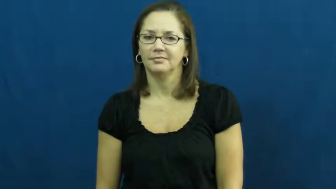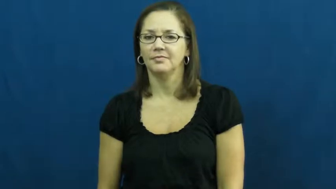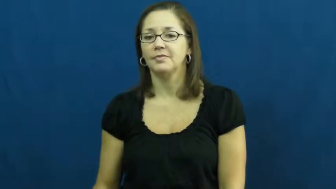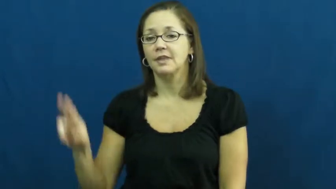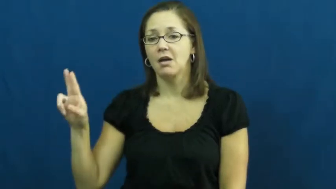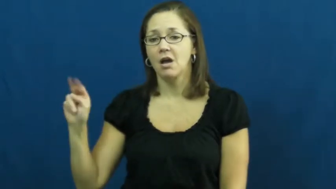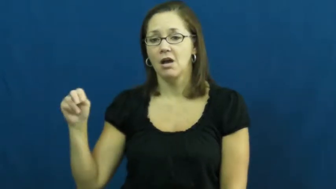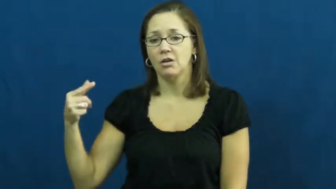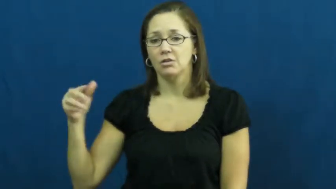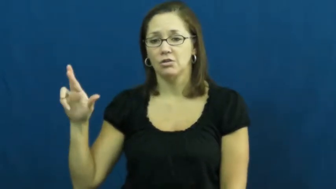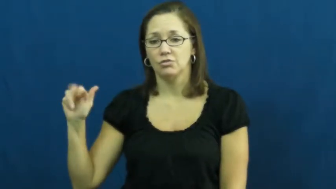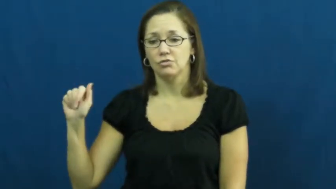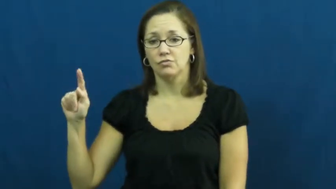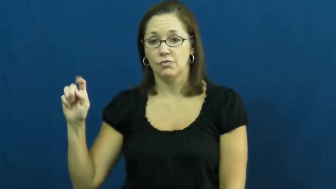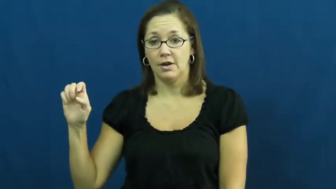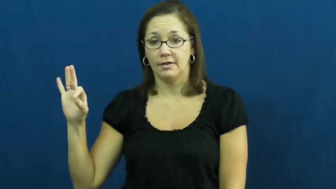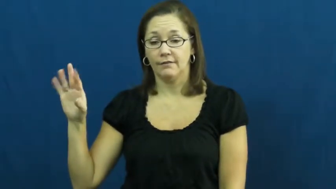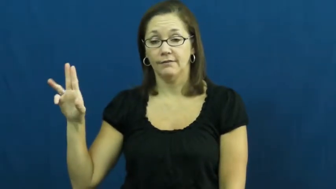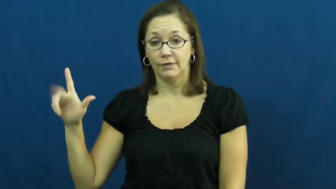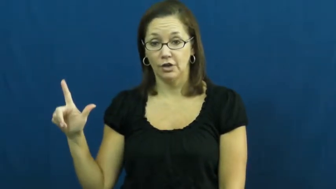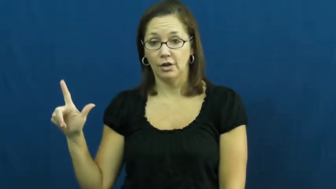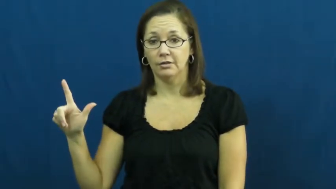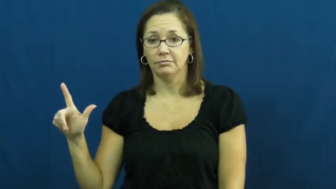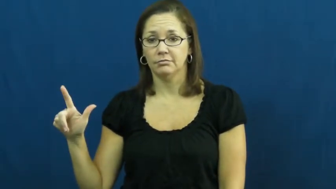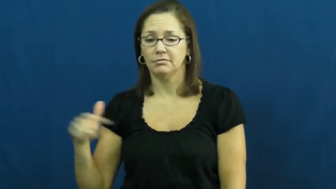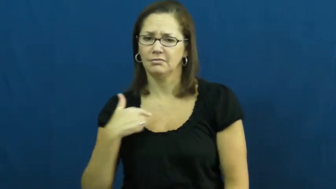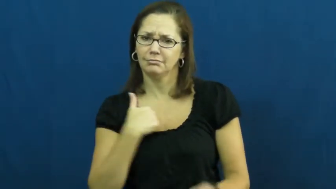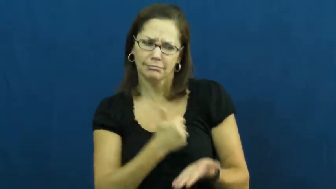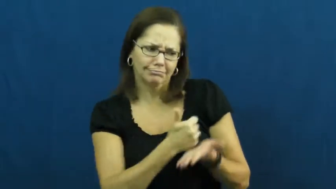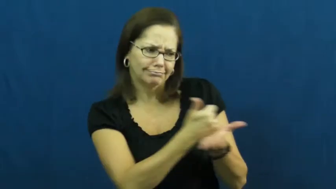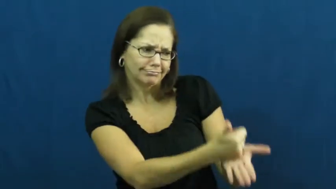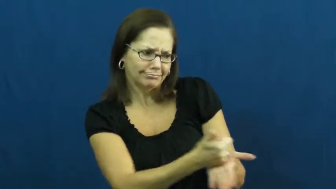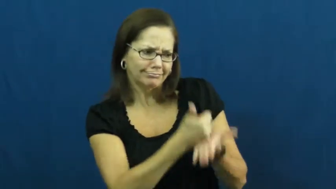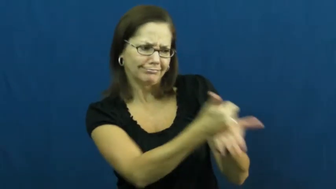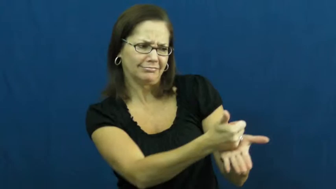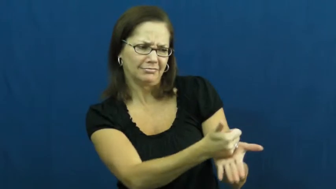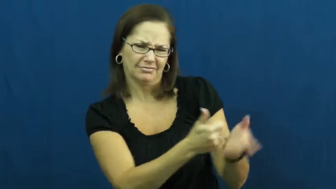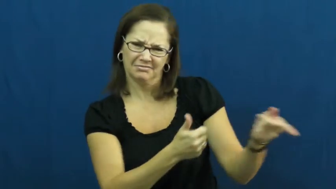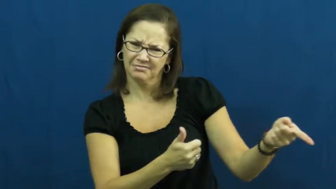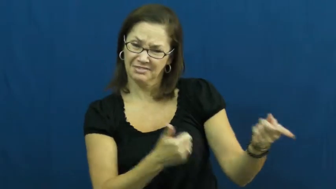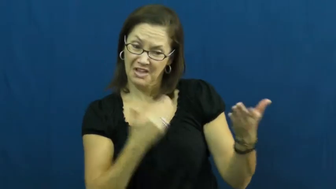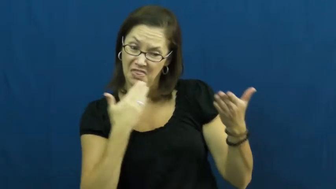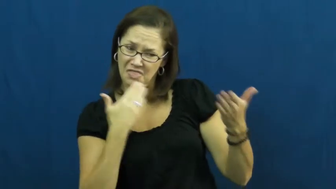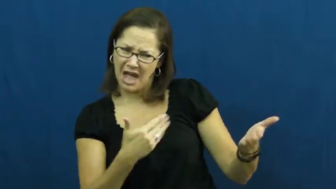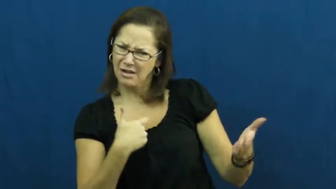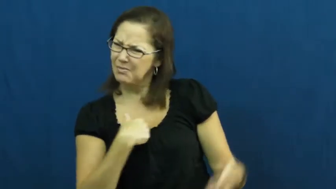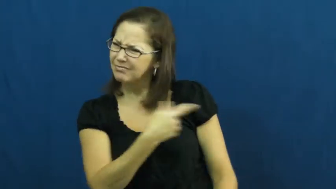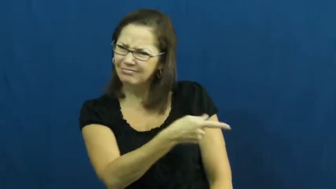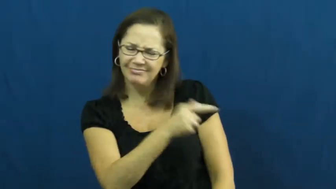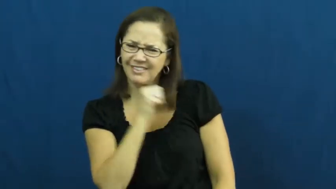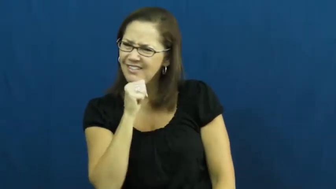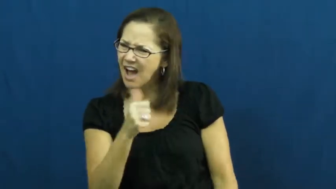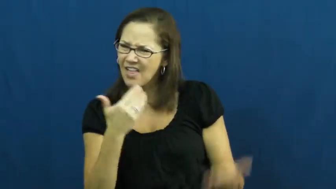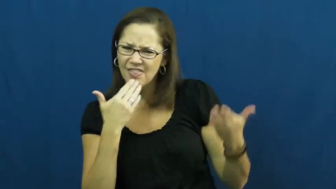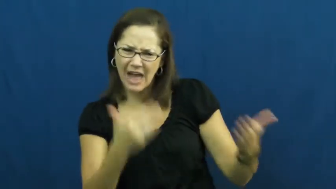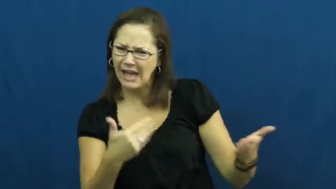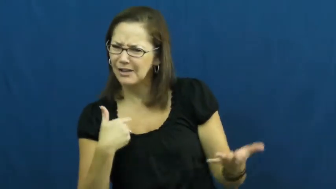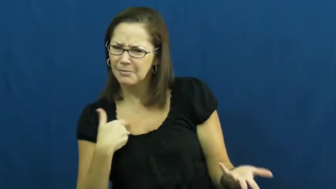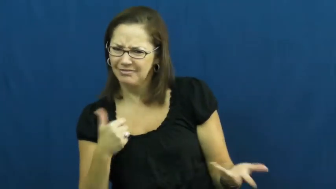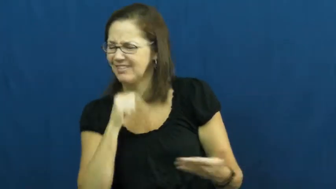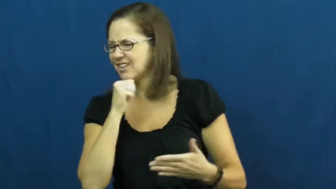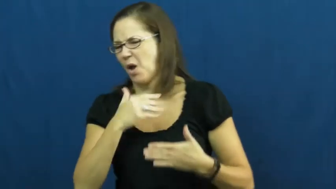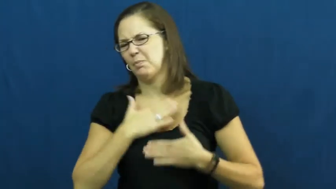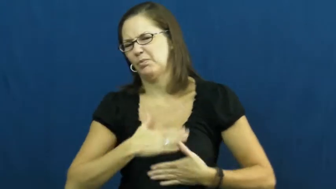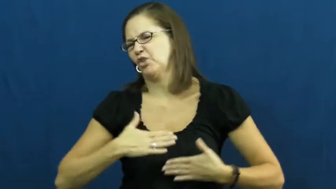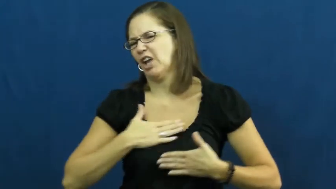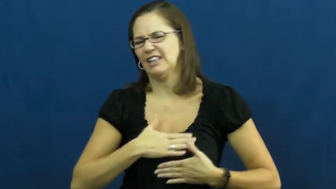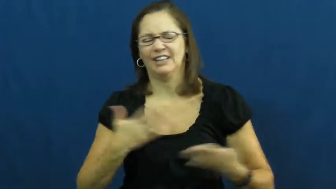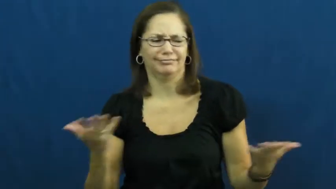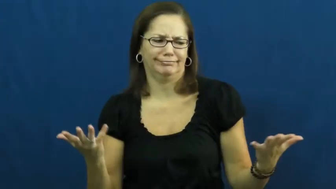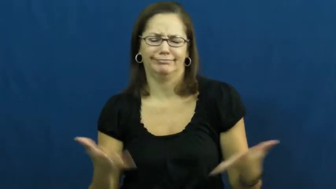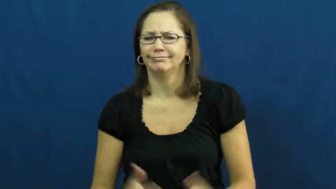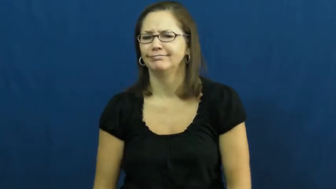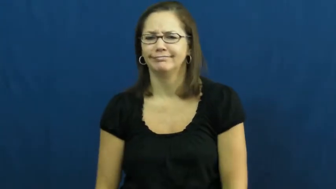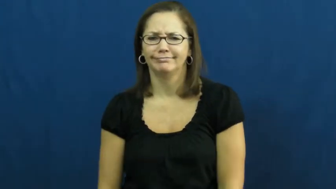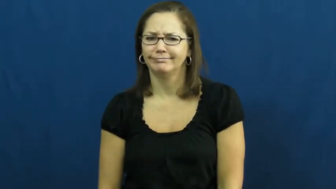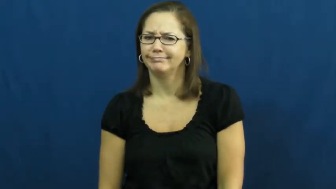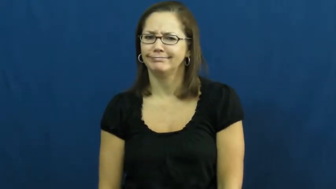ungrateful